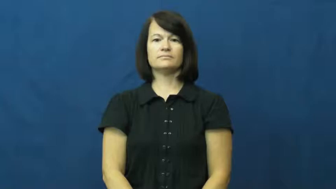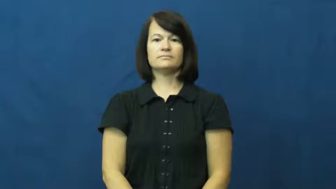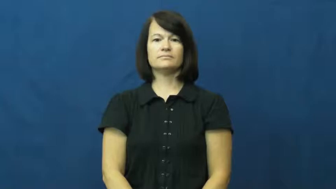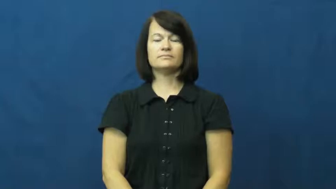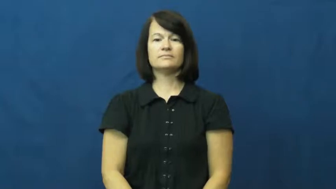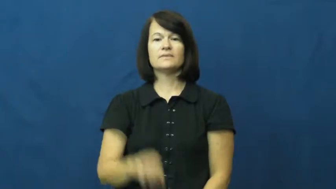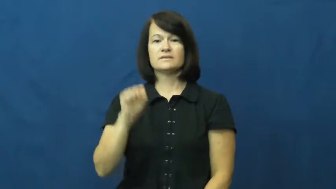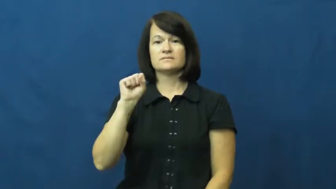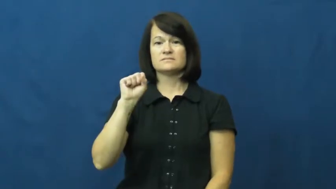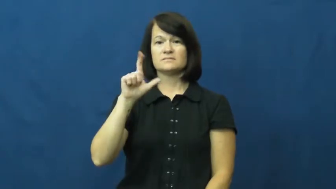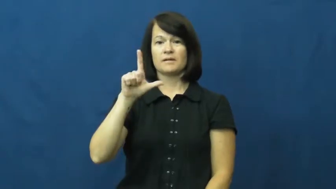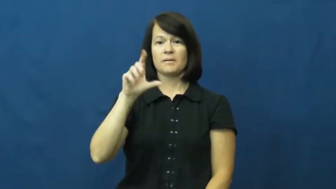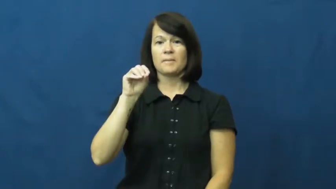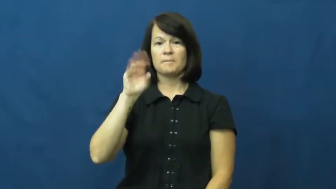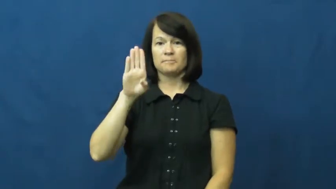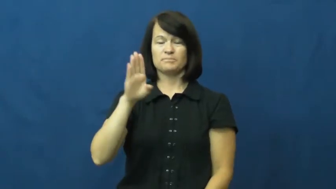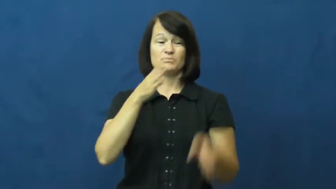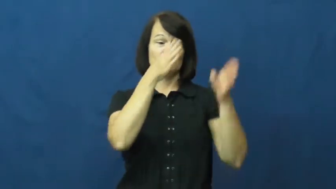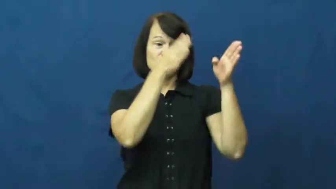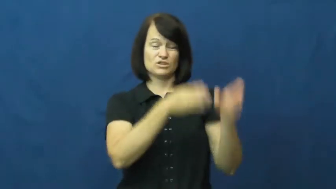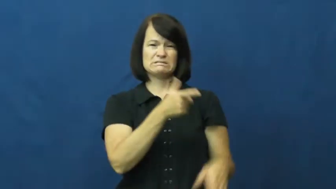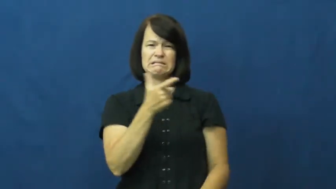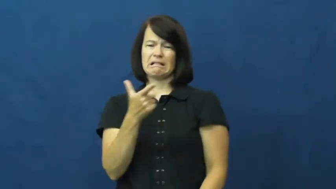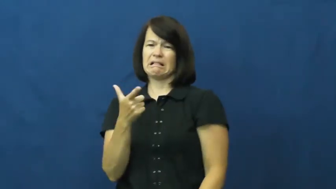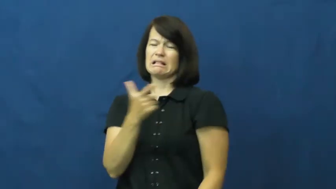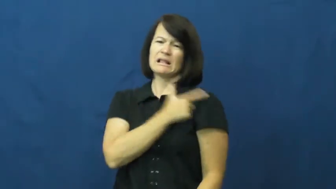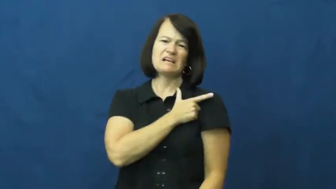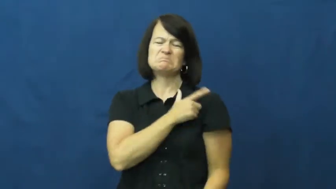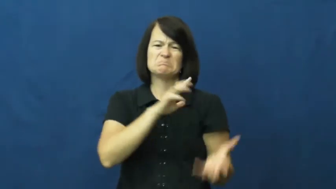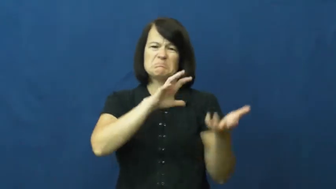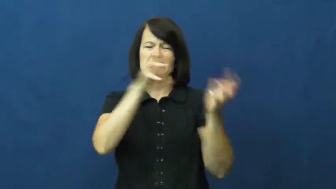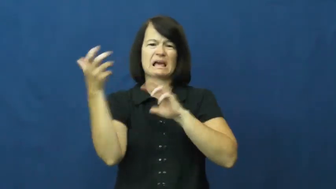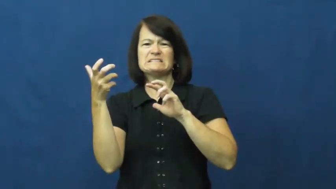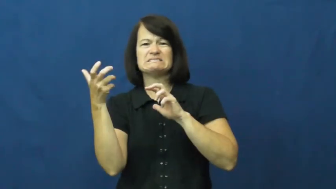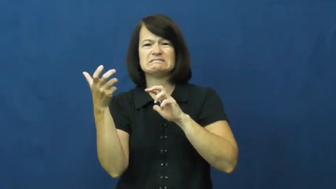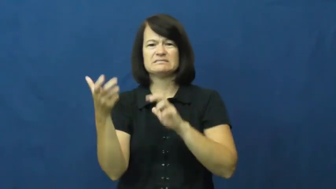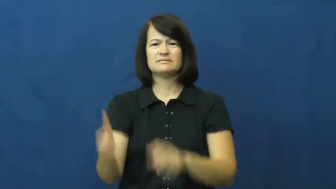slob